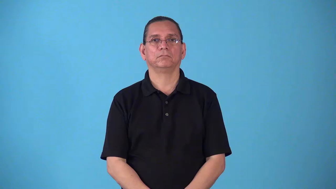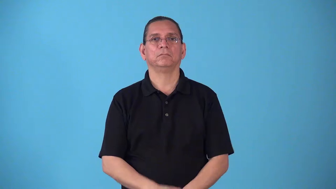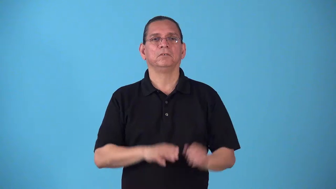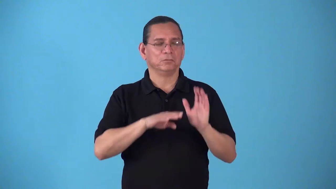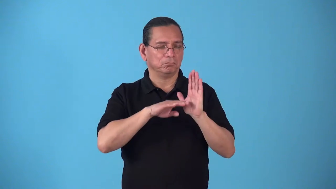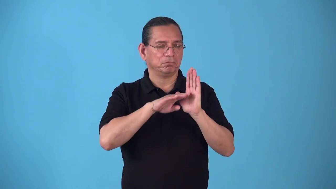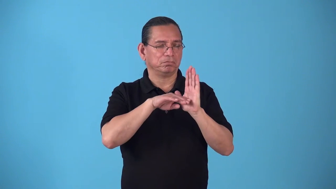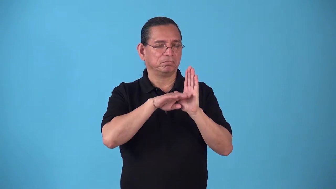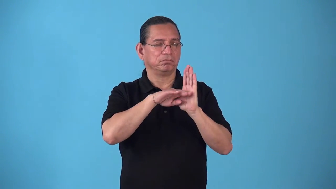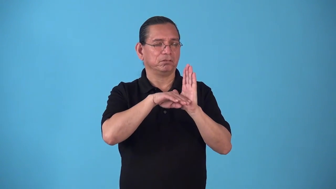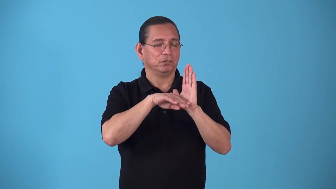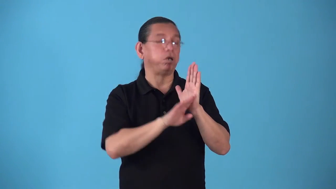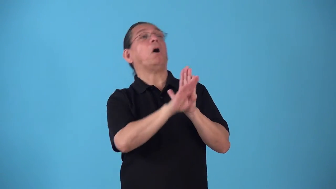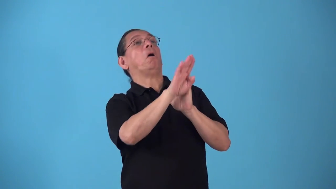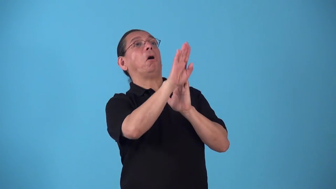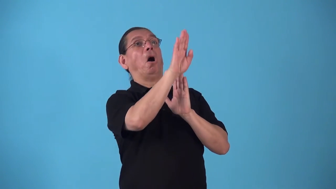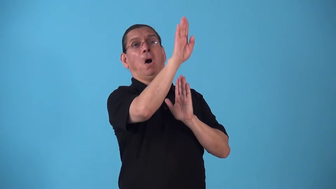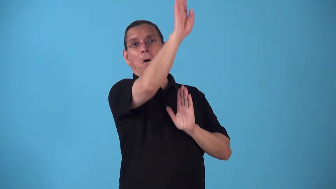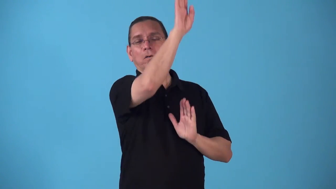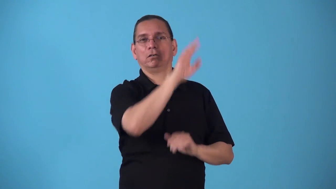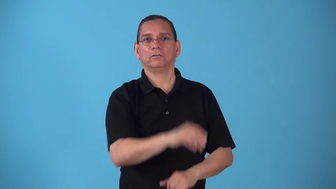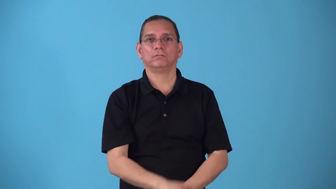spike-go up quickly